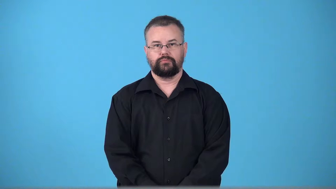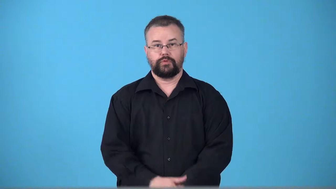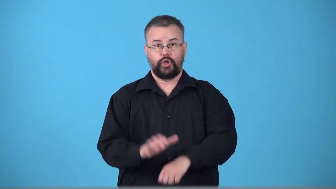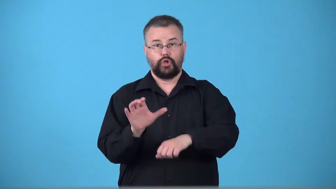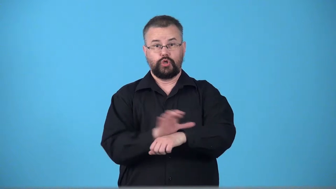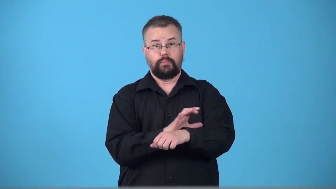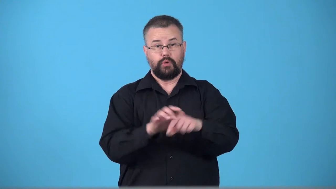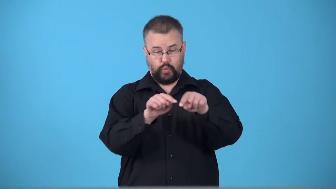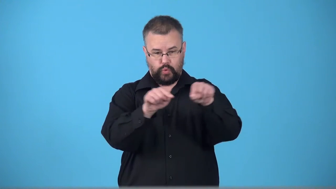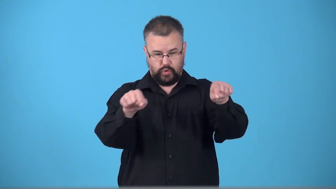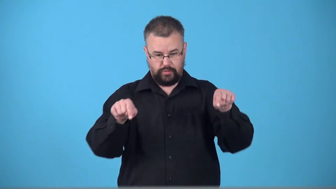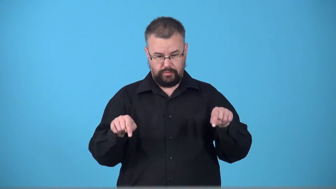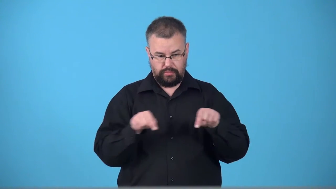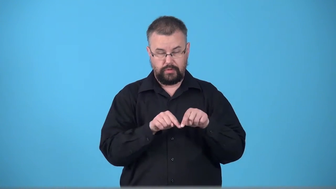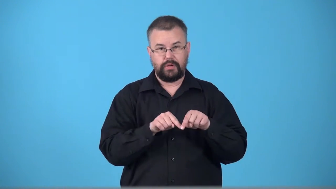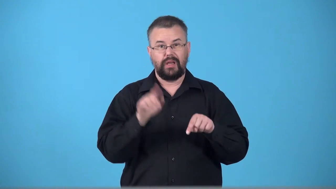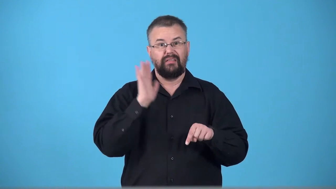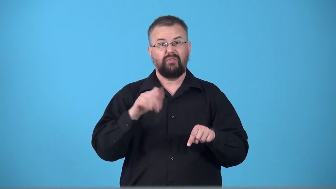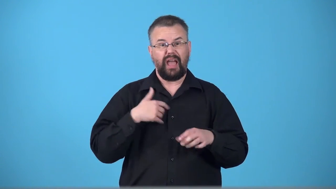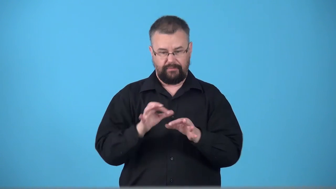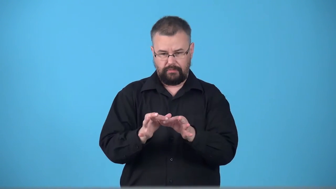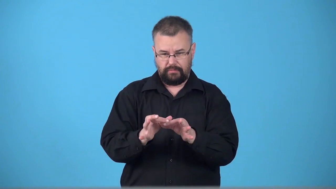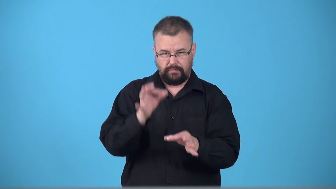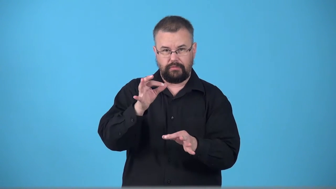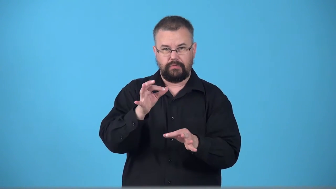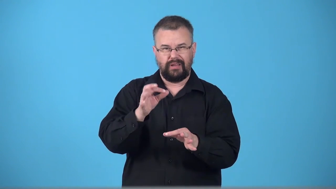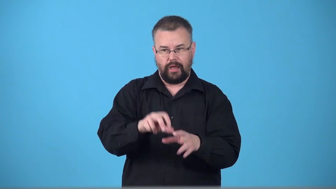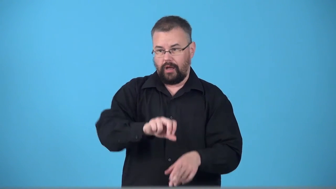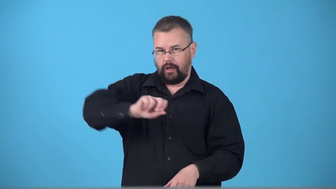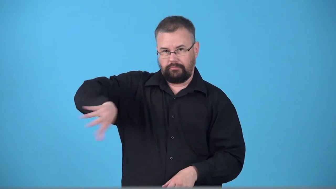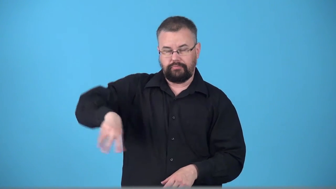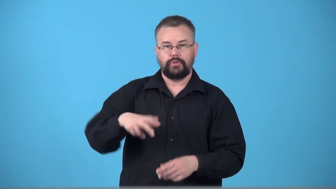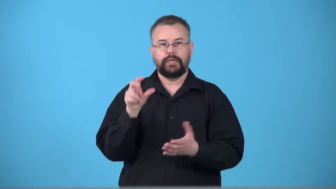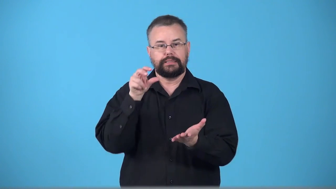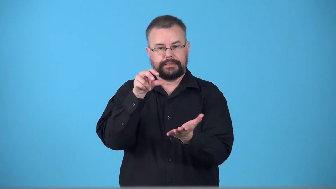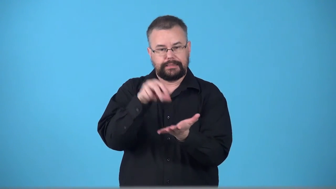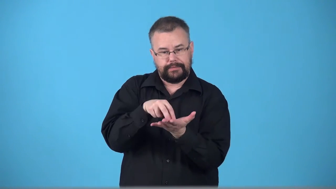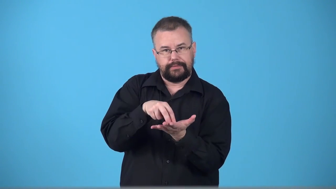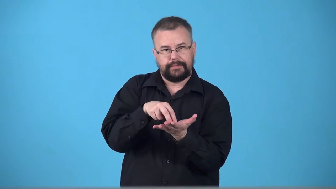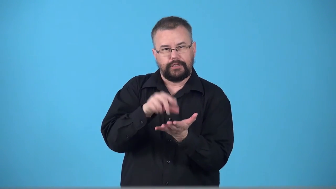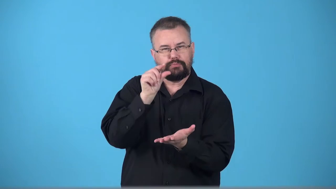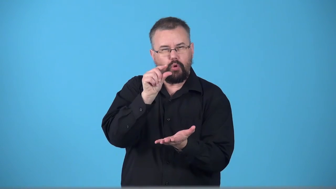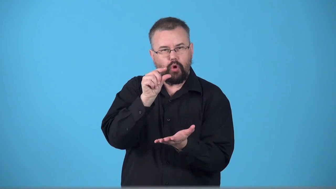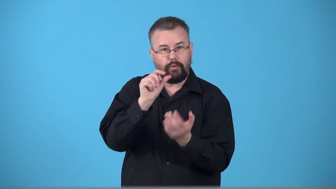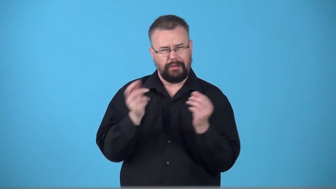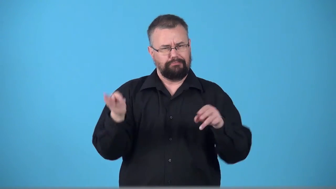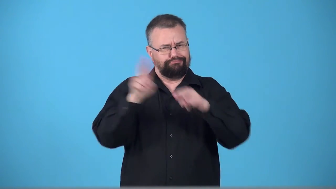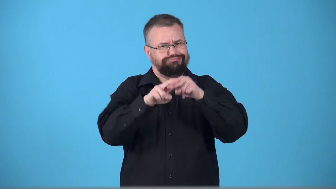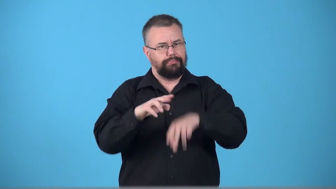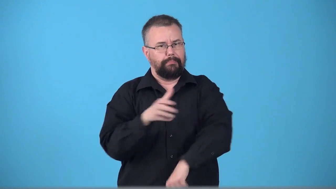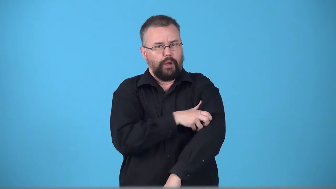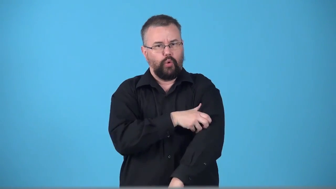transistorize